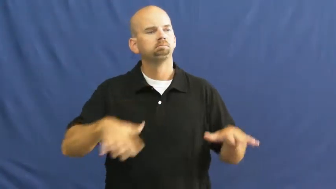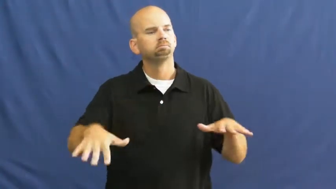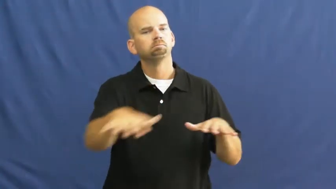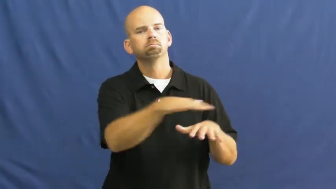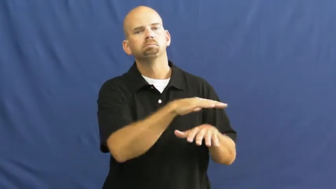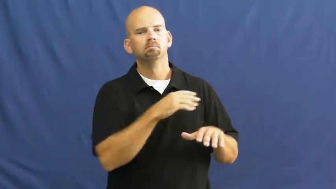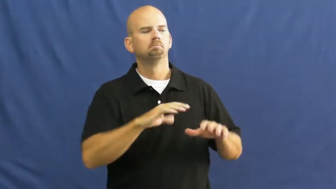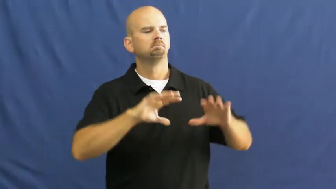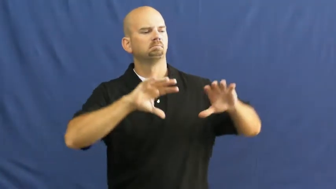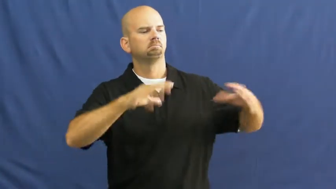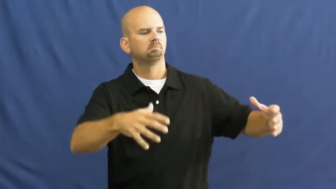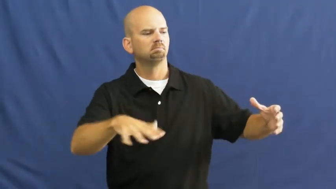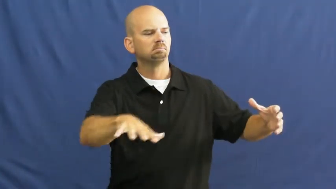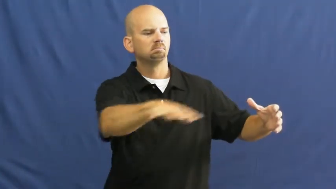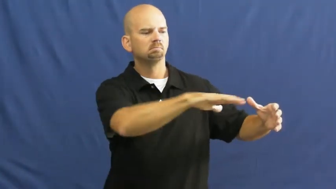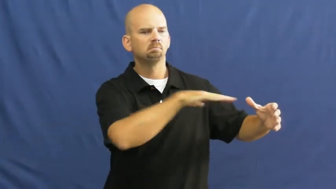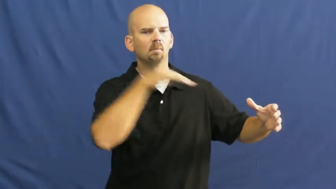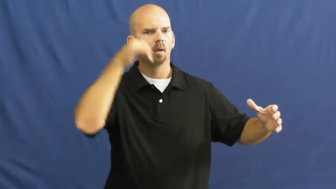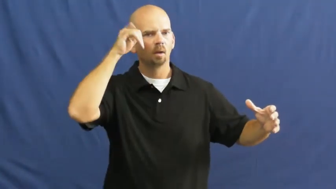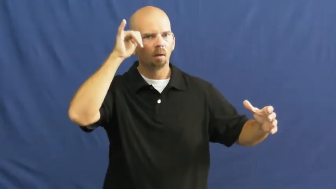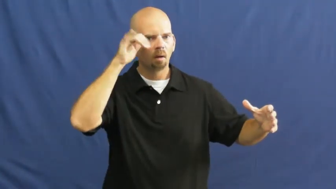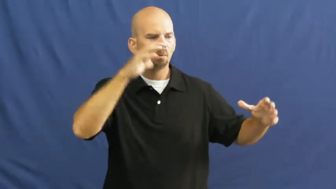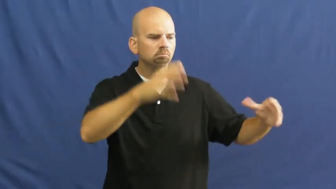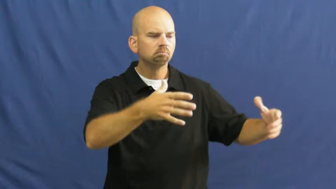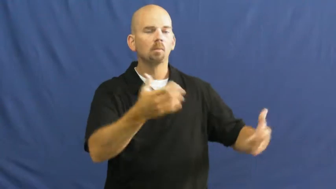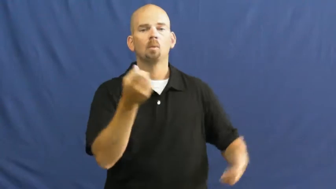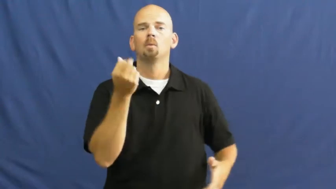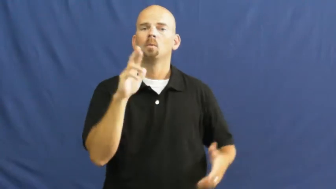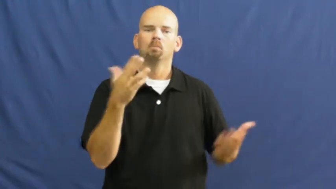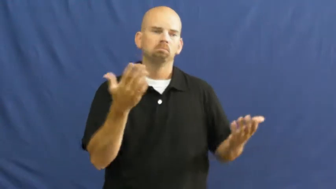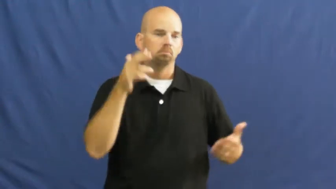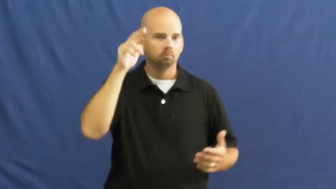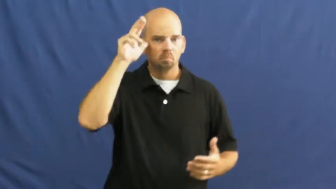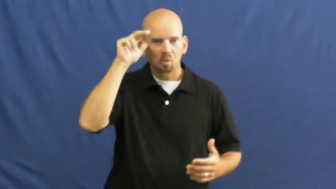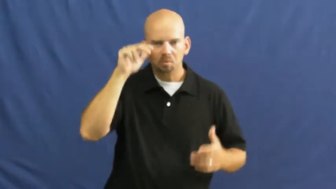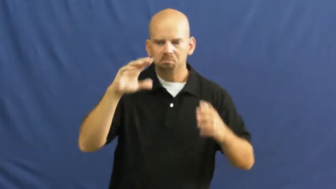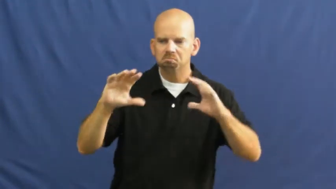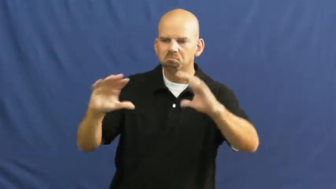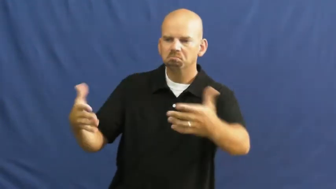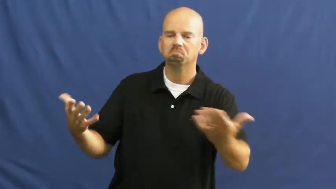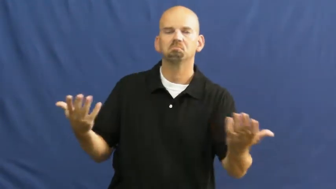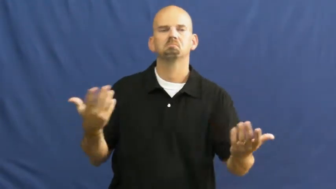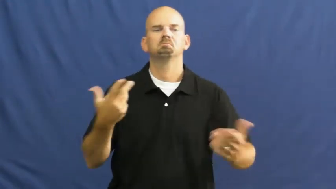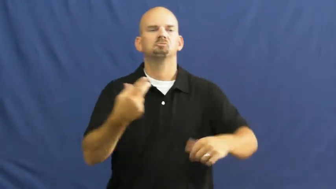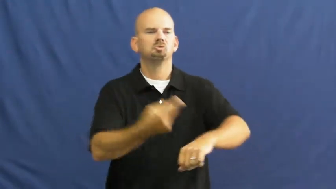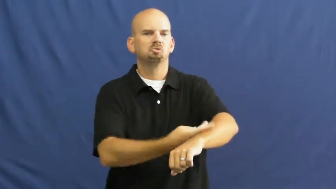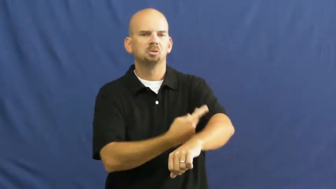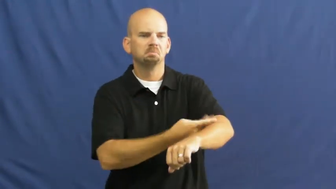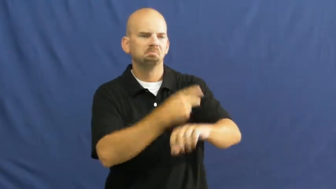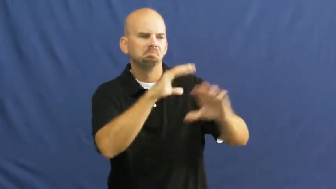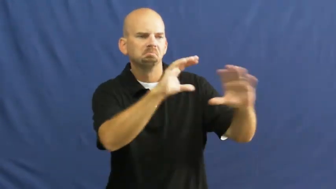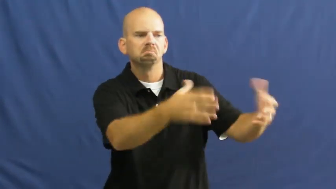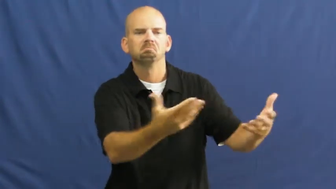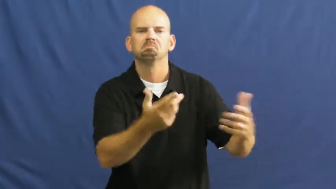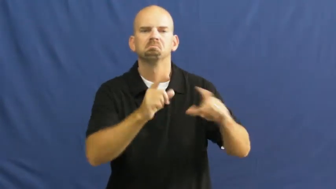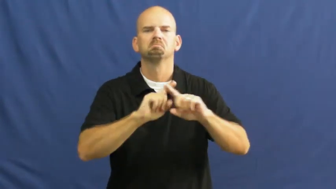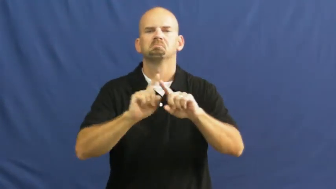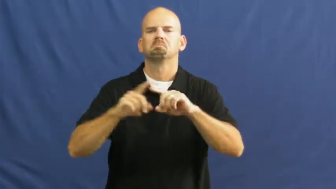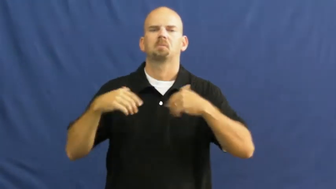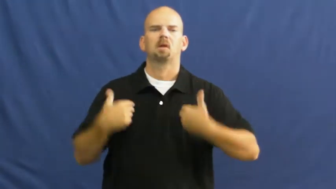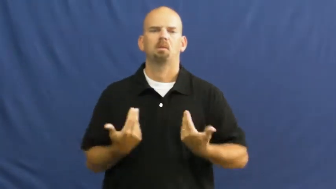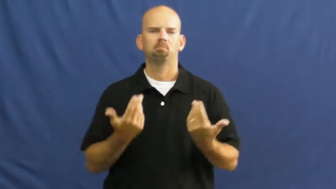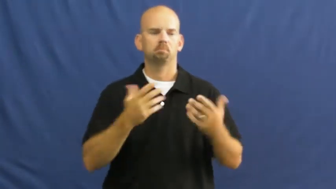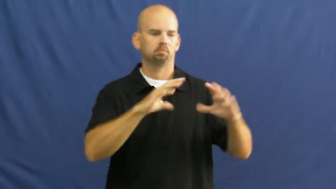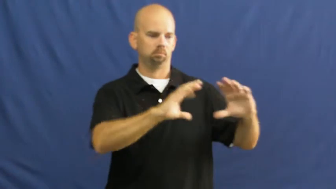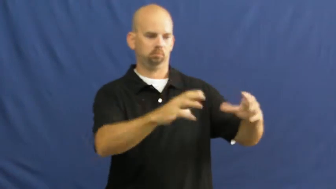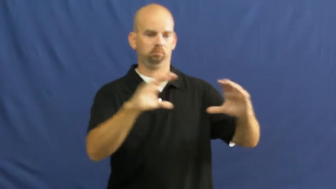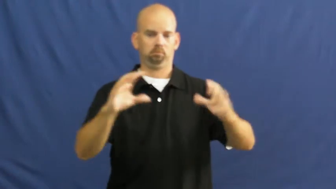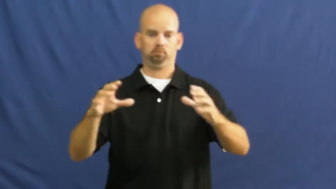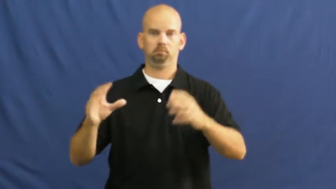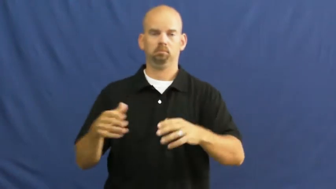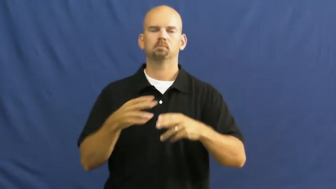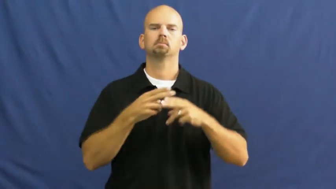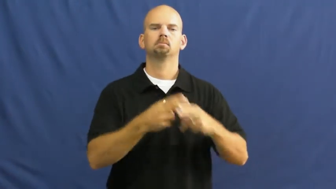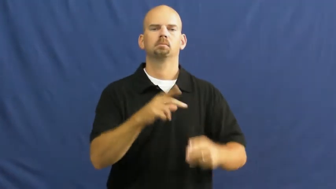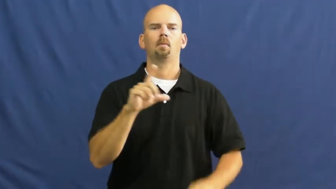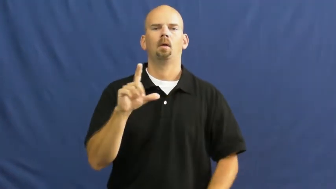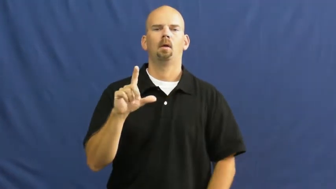livestock